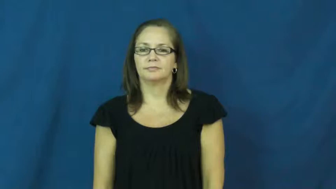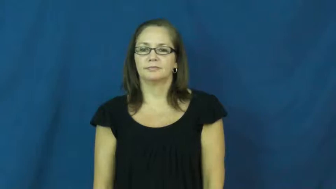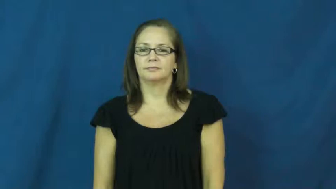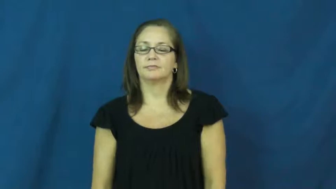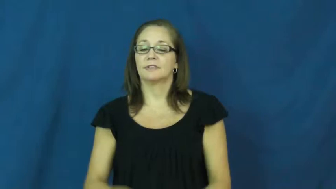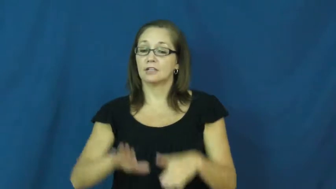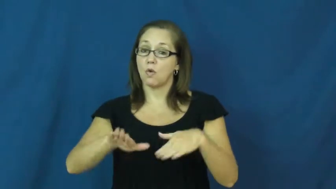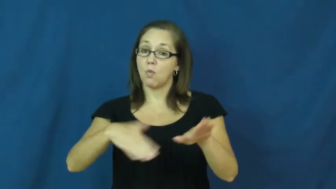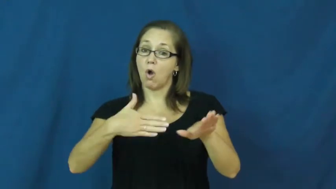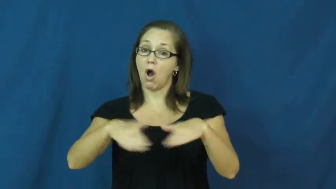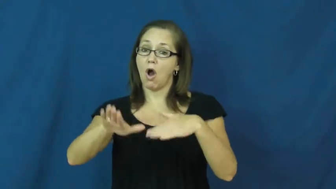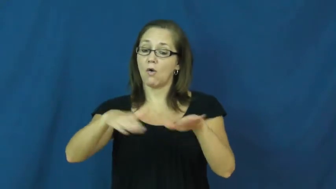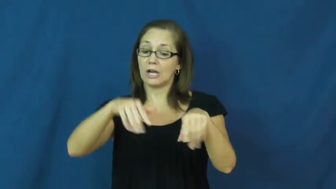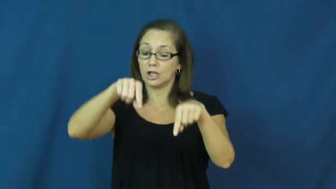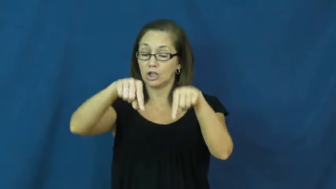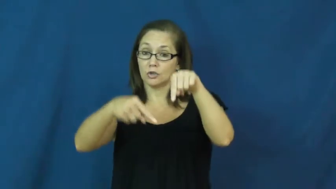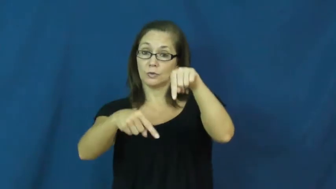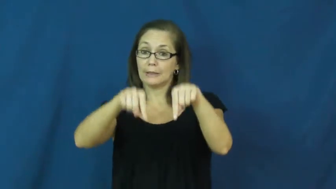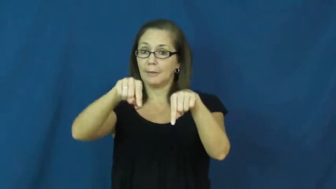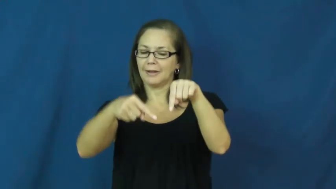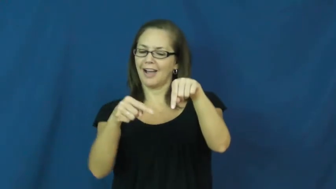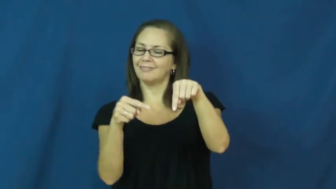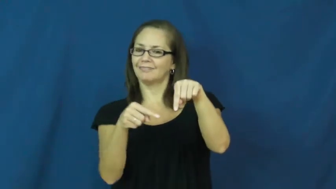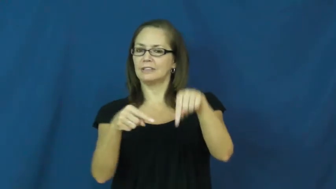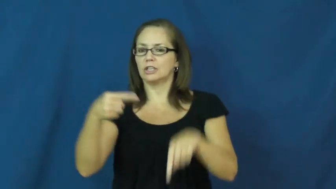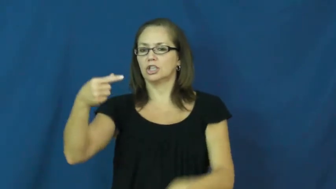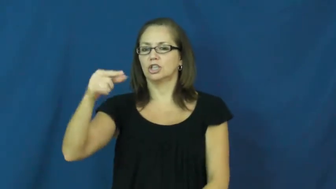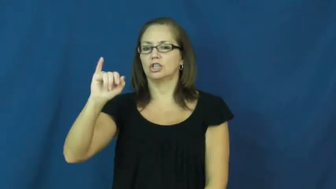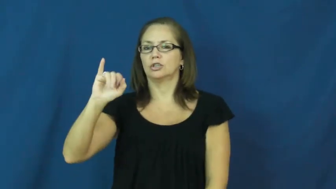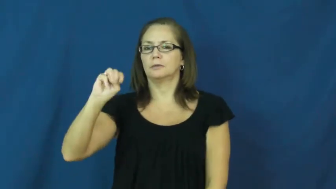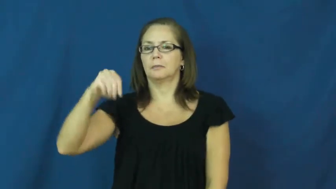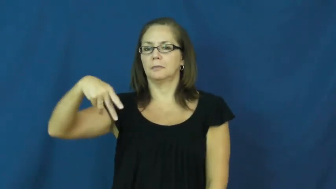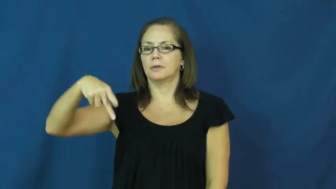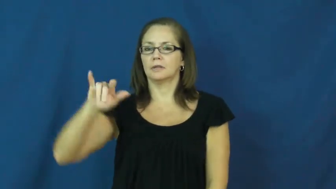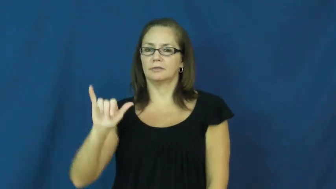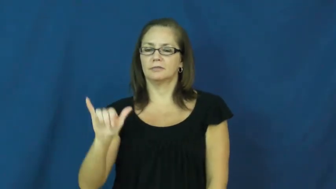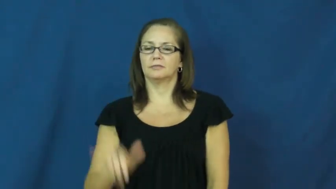gimpy